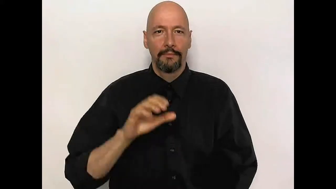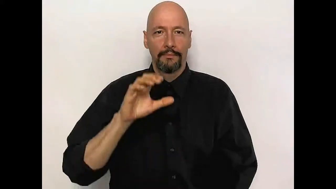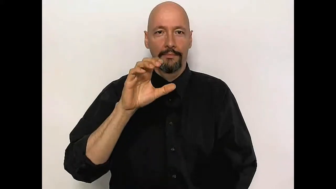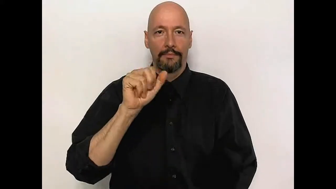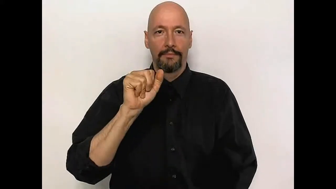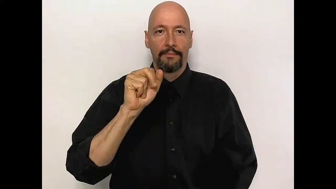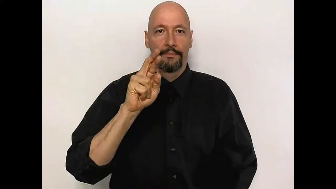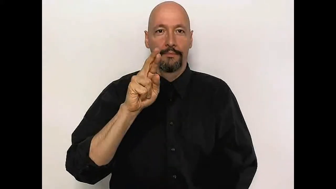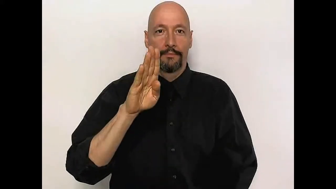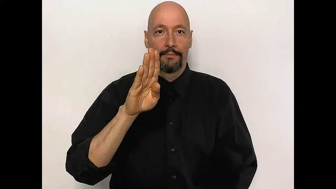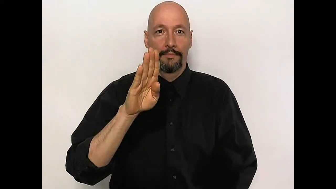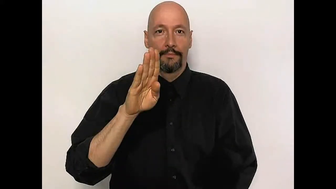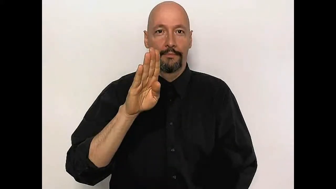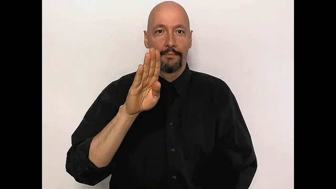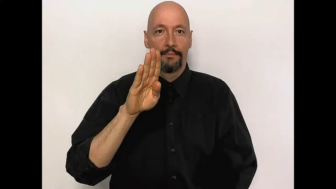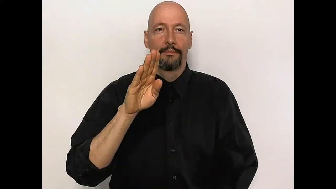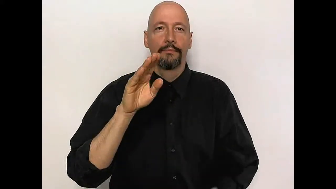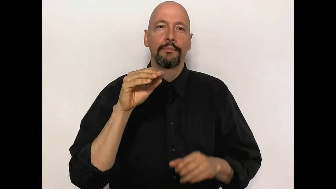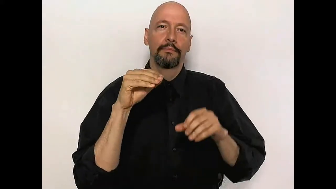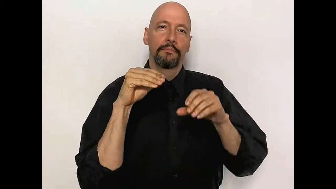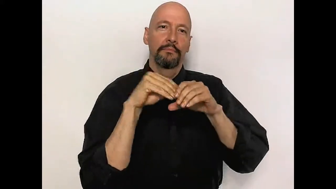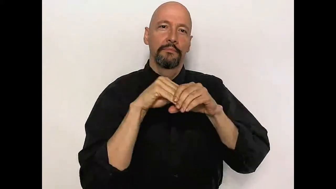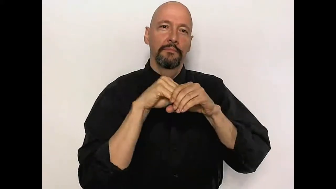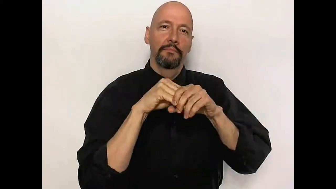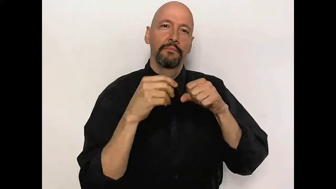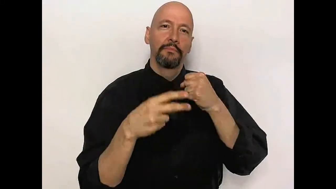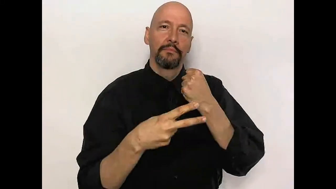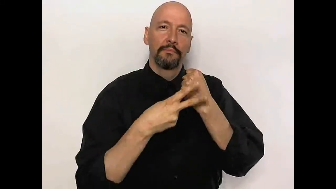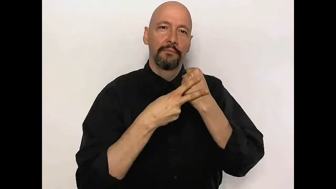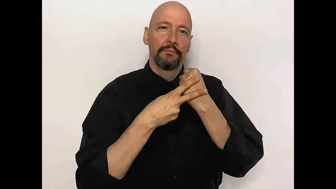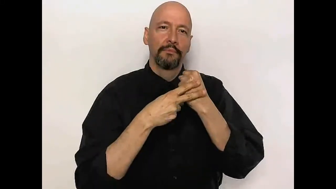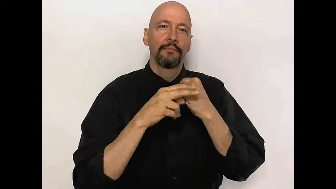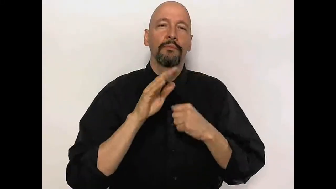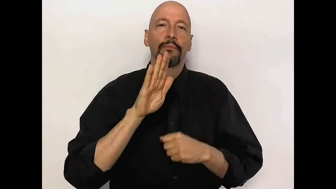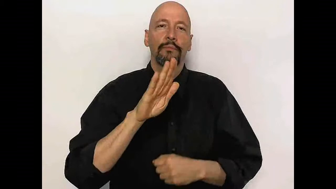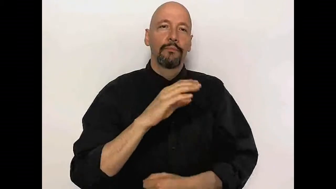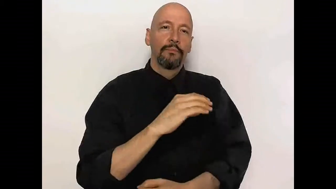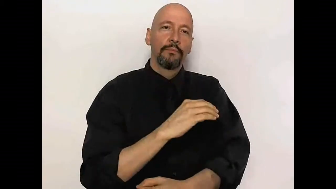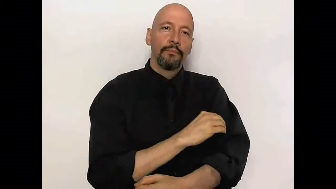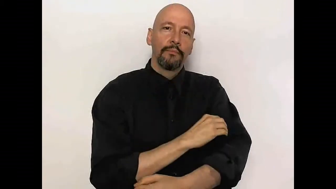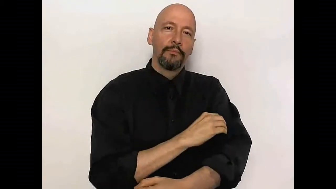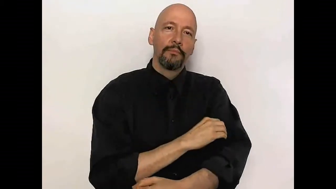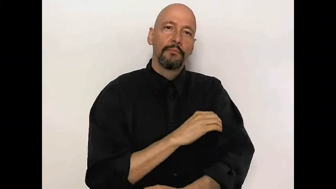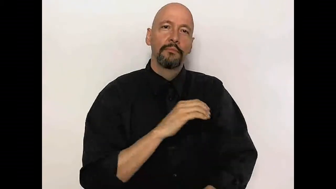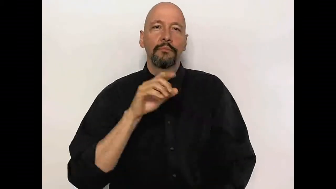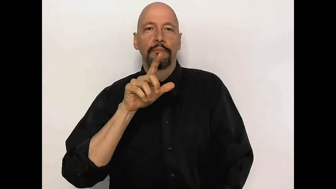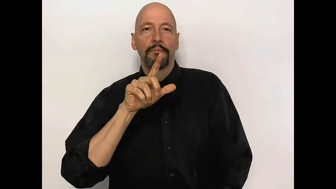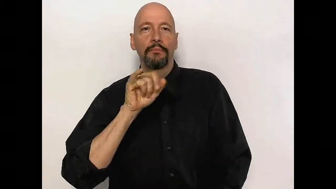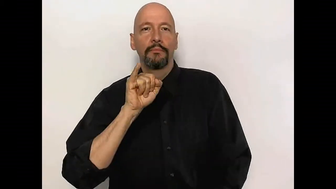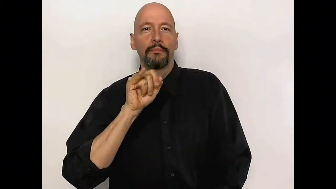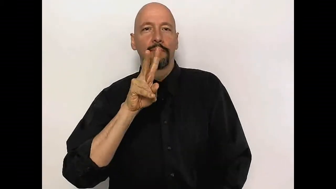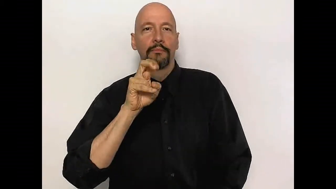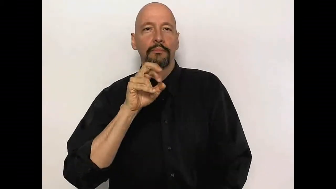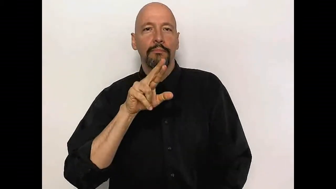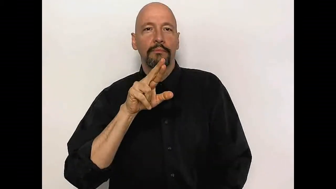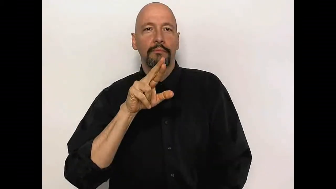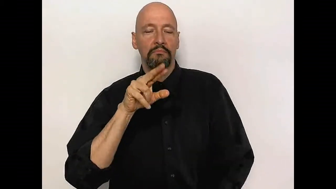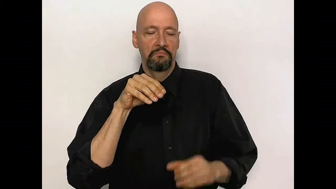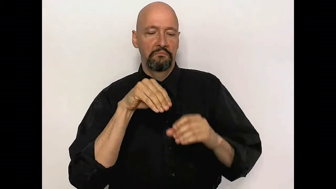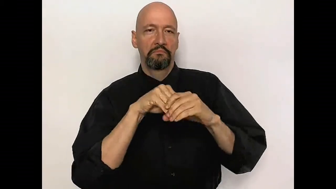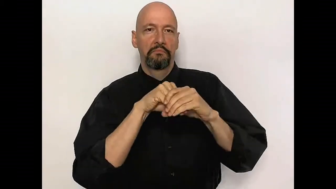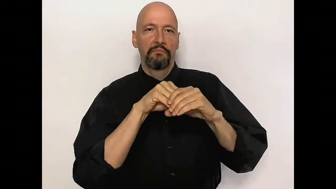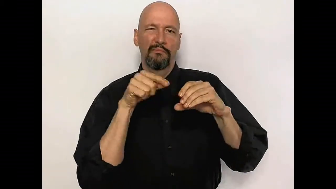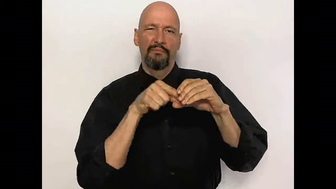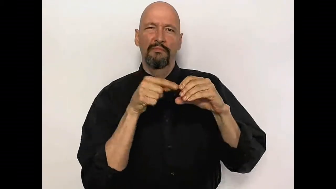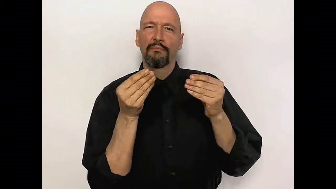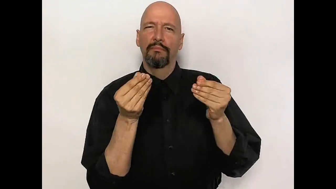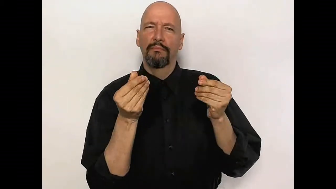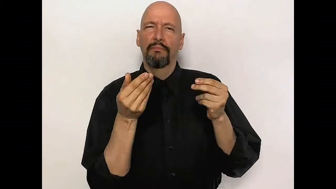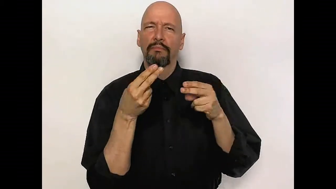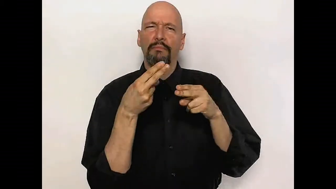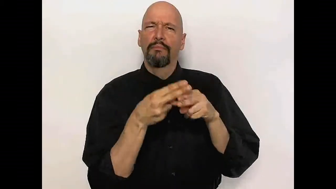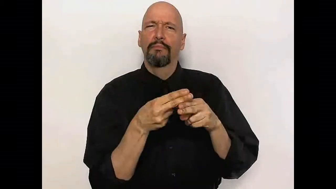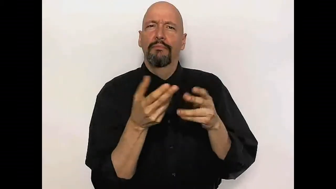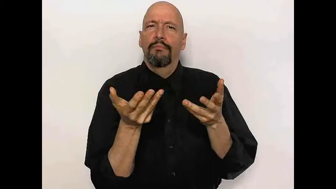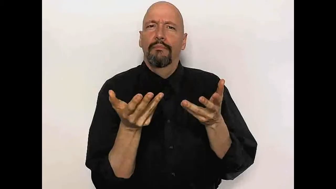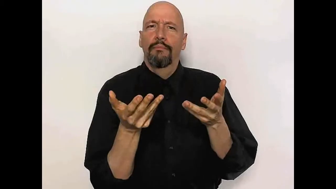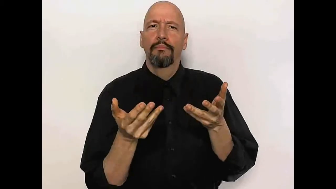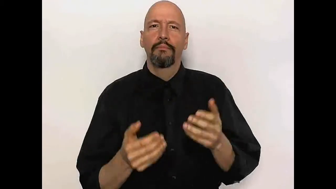carbohydrate is stored in your muscles and liver as what?